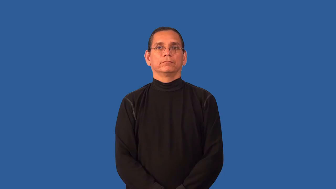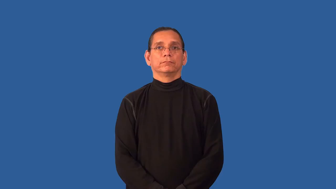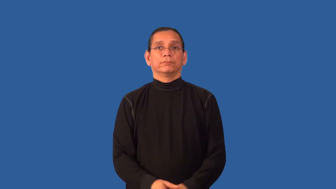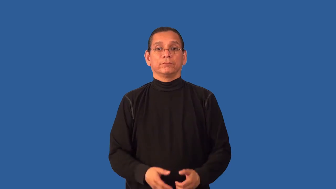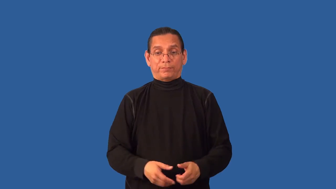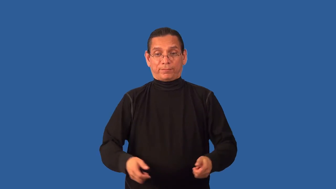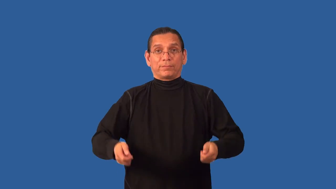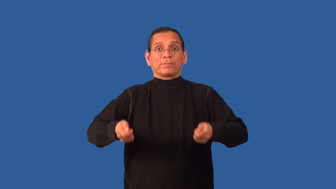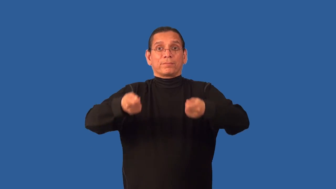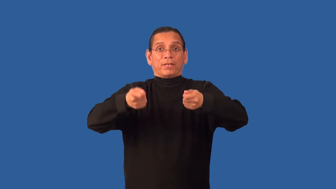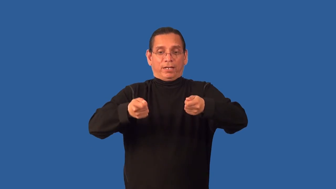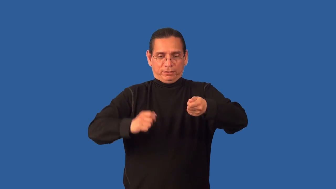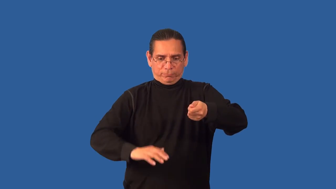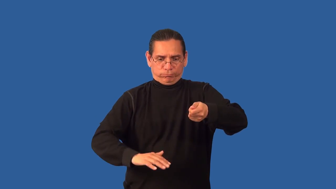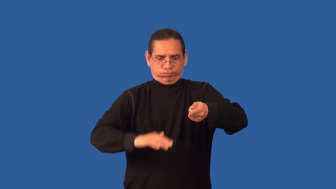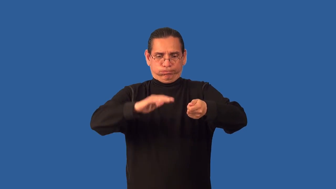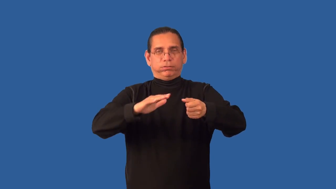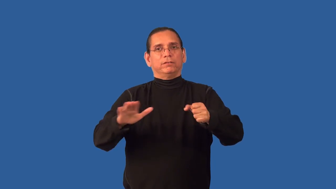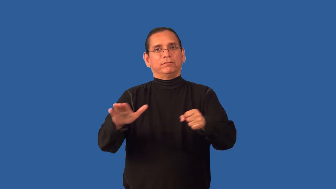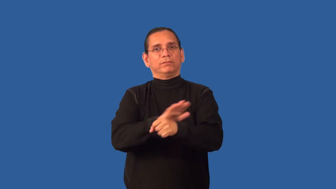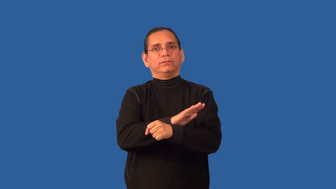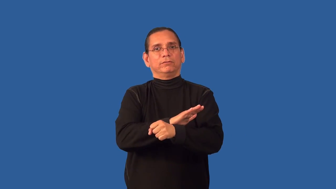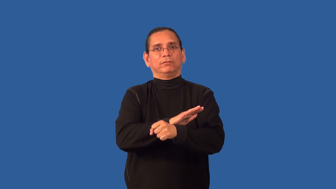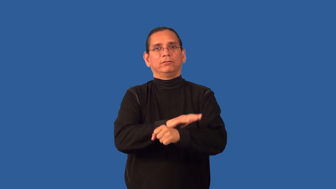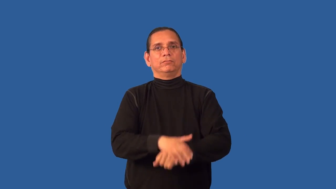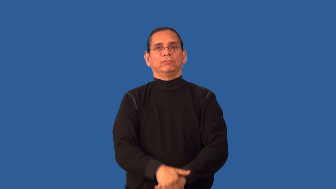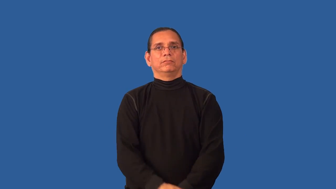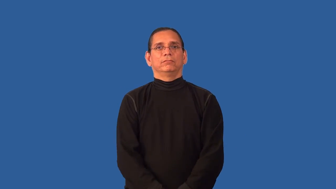bagful,sackful